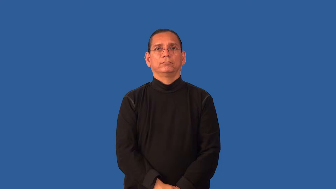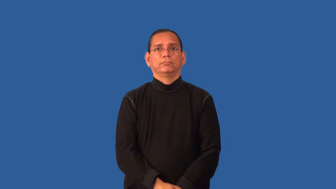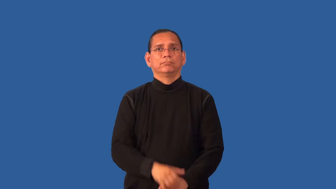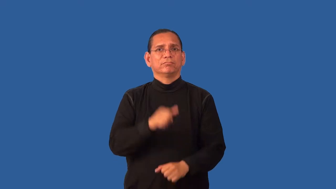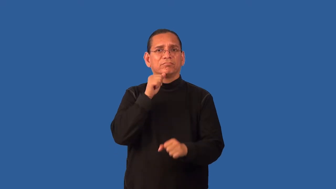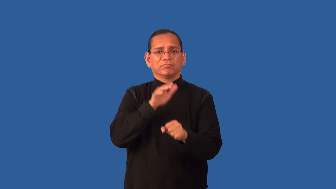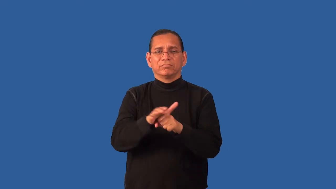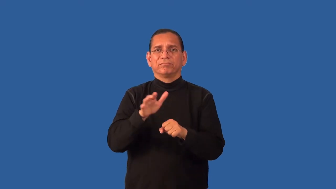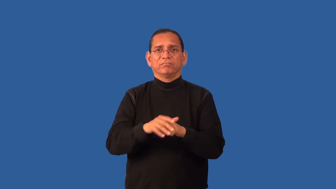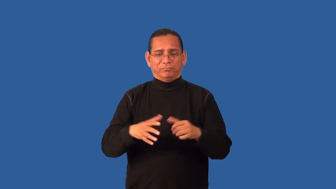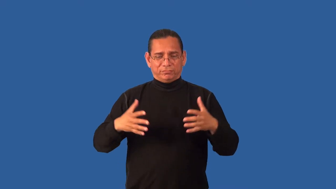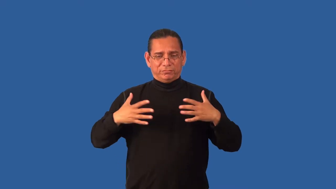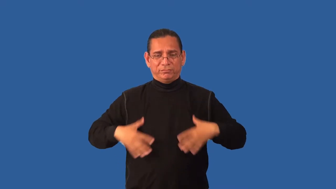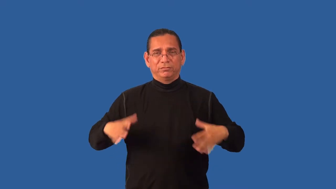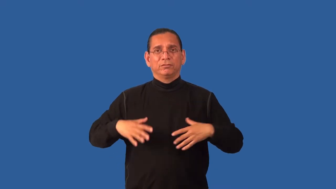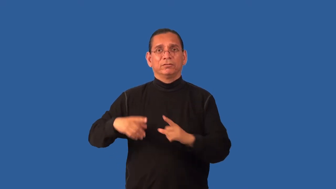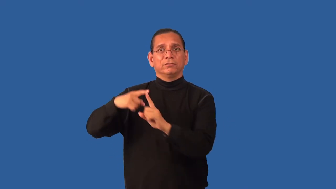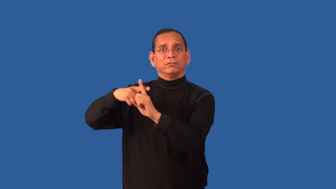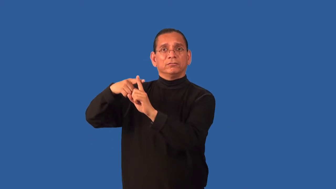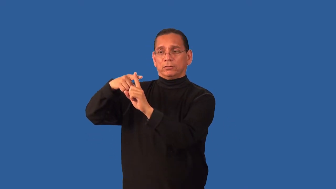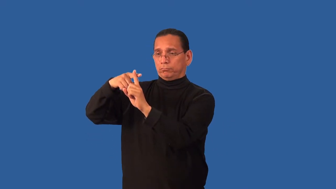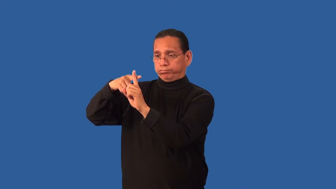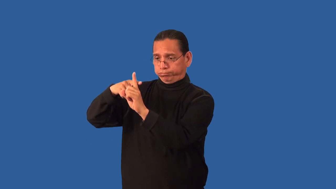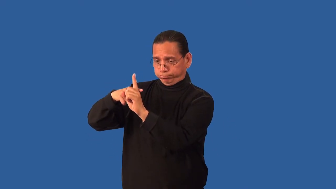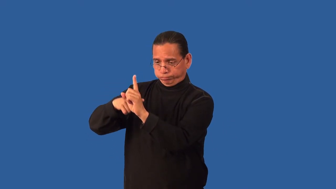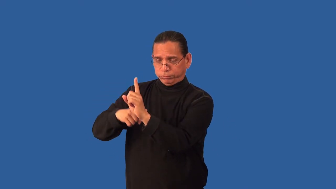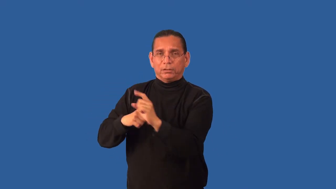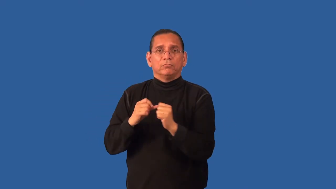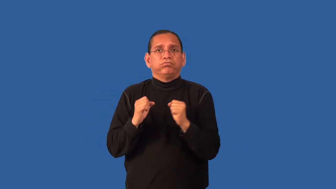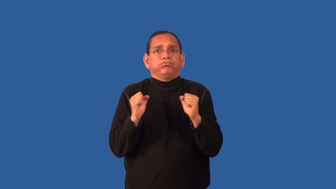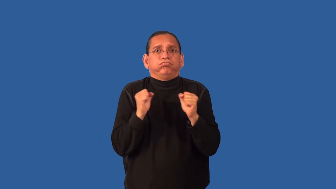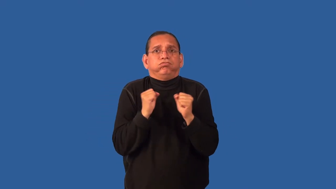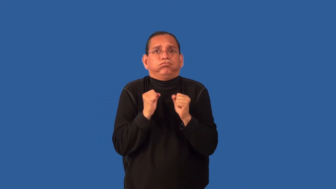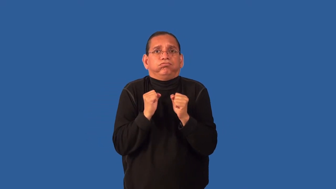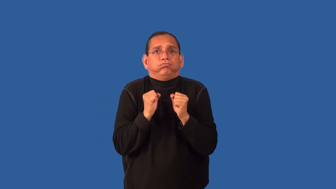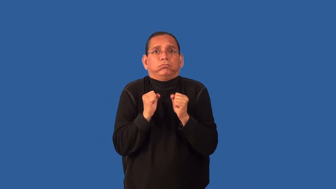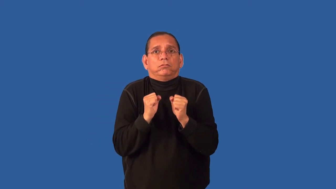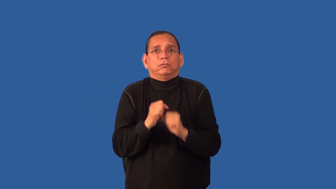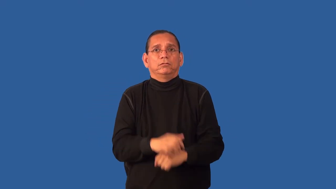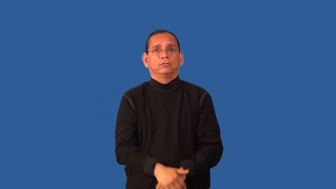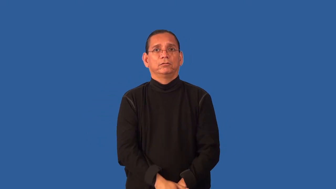exposed,exposure-cold